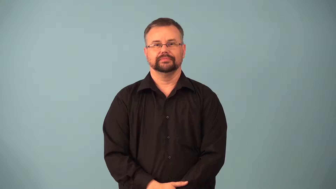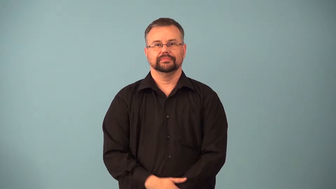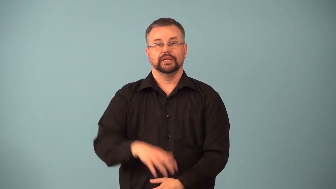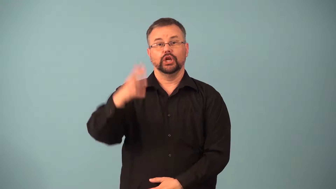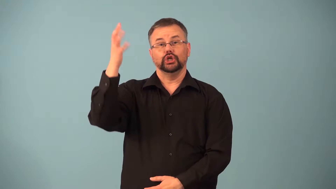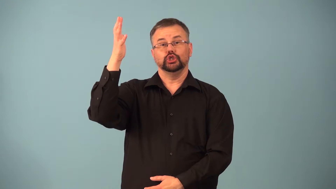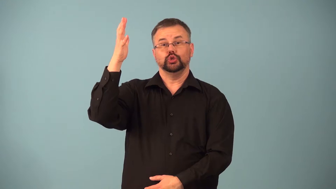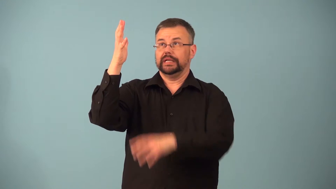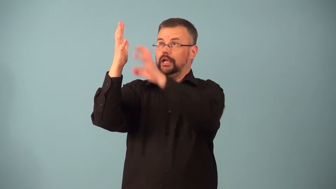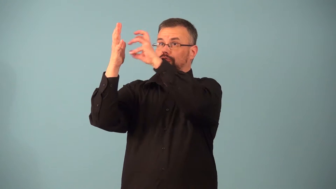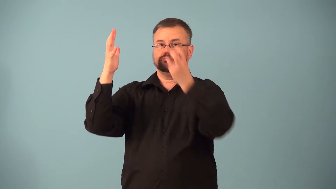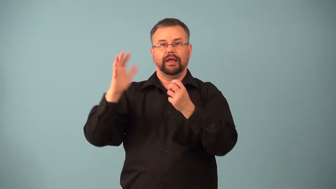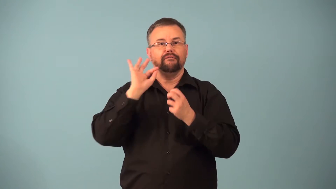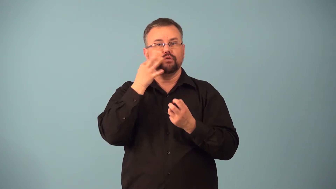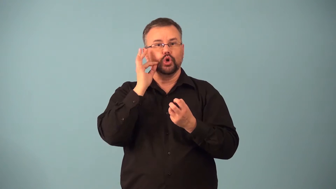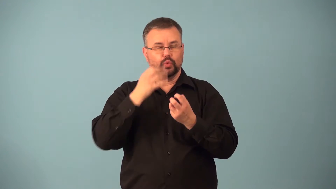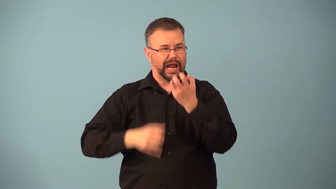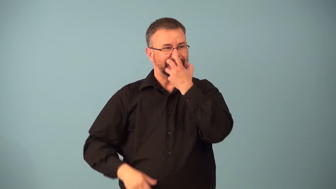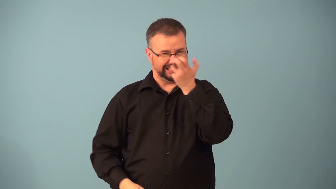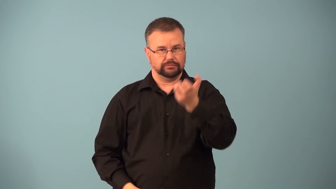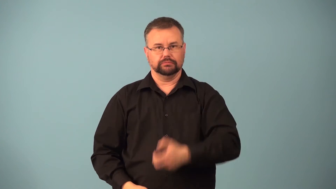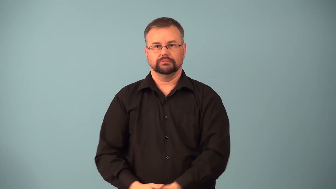handpick-fruit